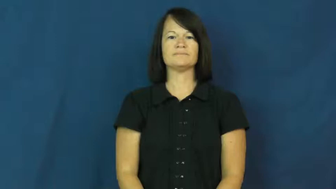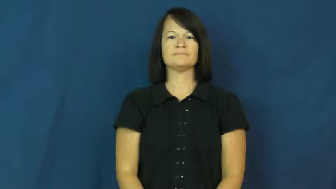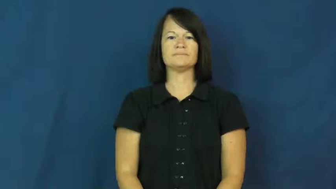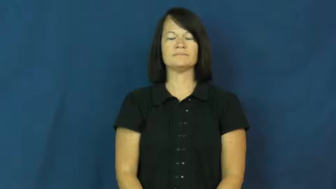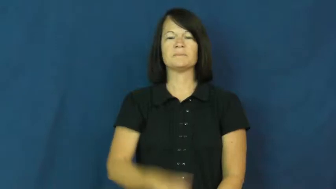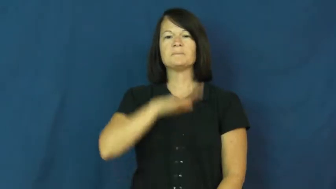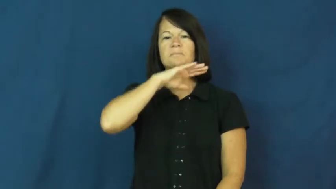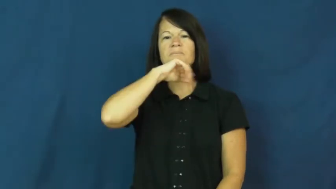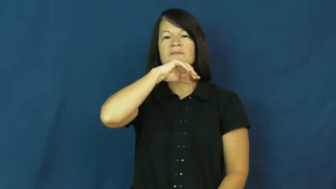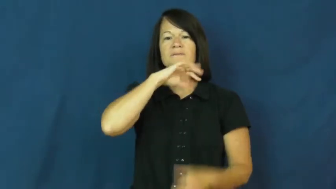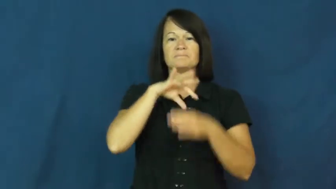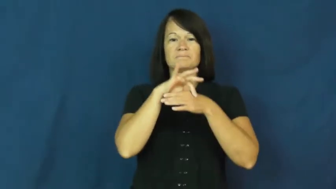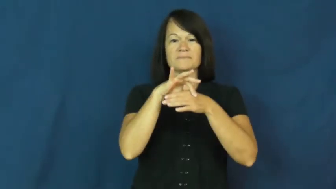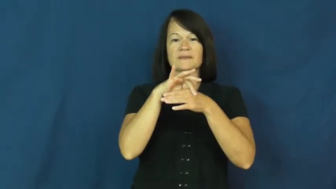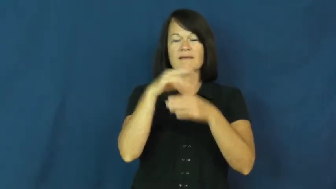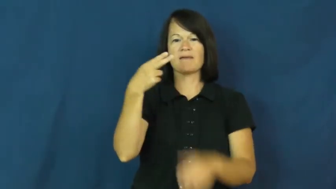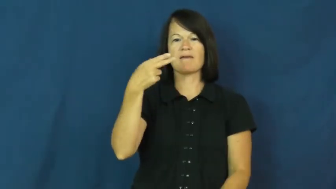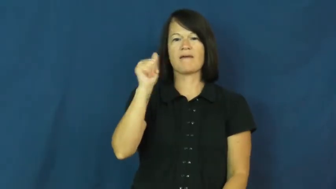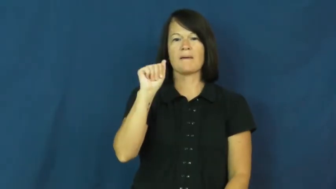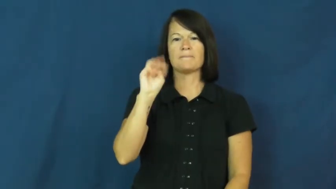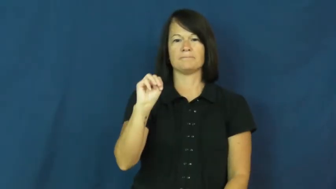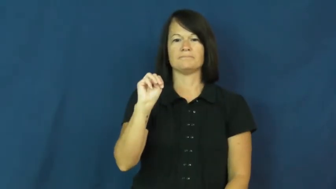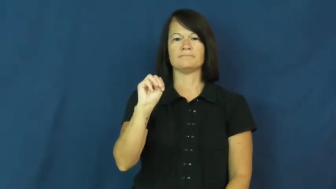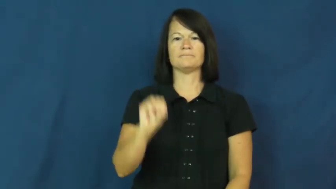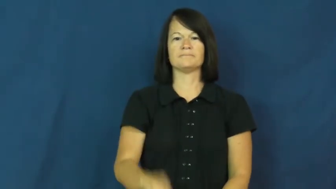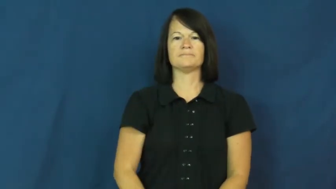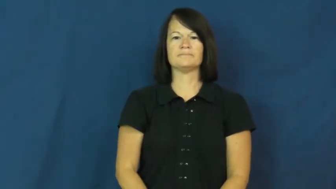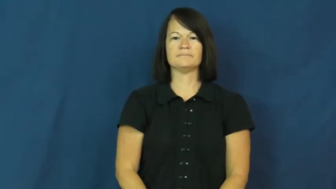ham,gammon-meat